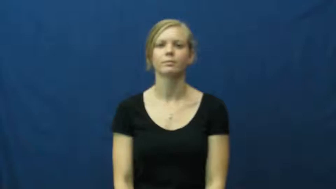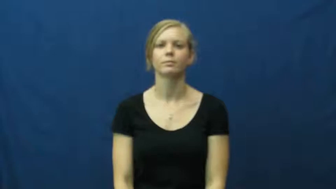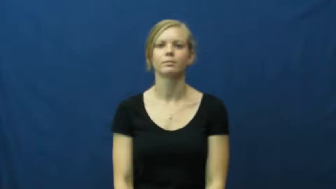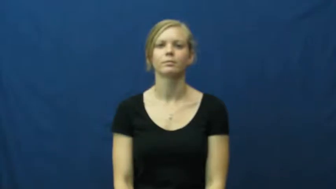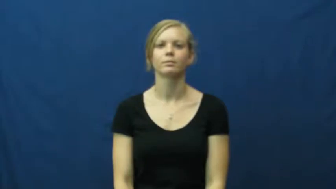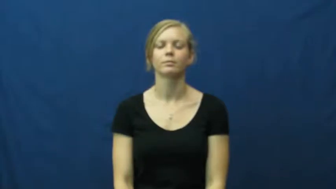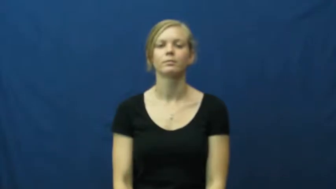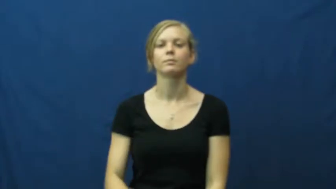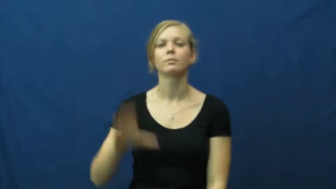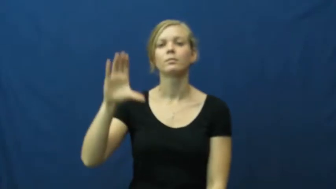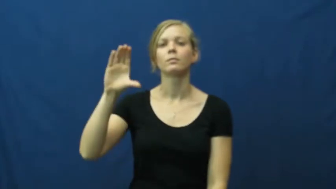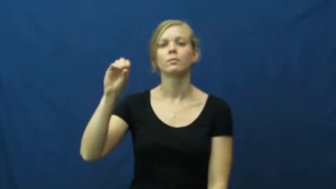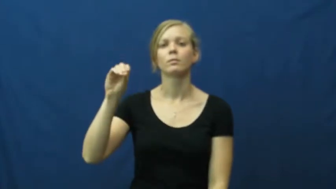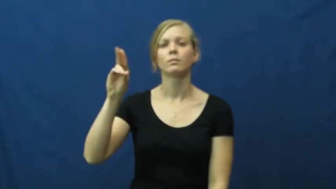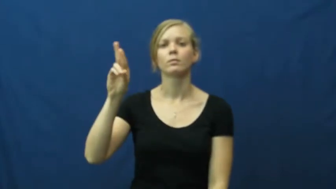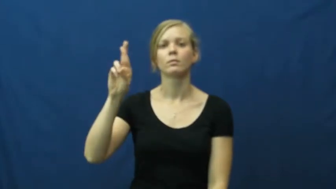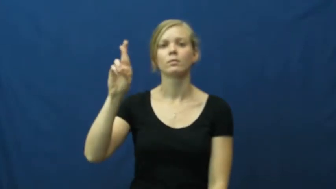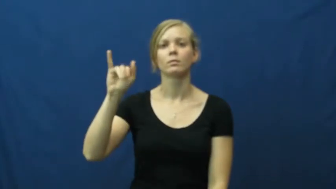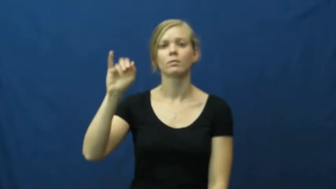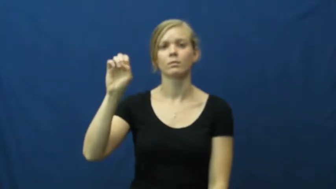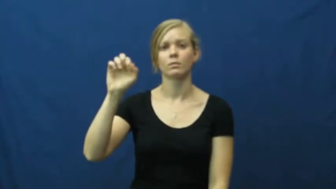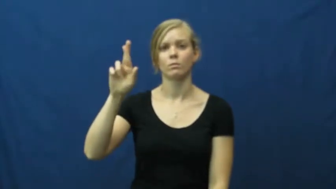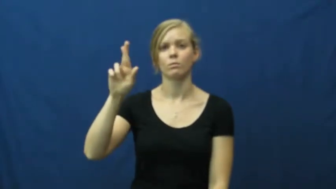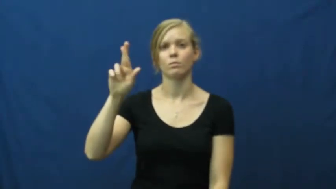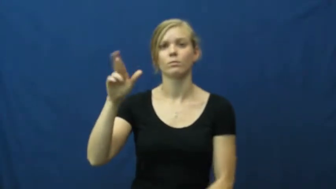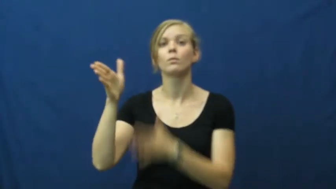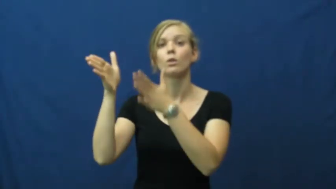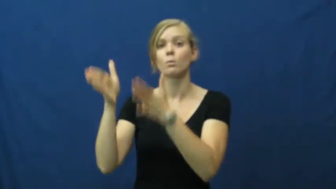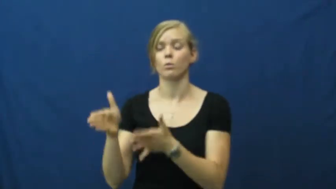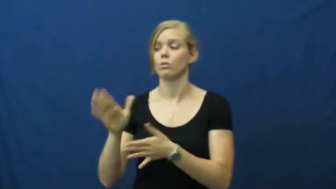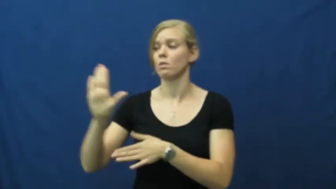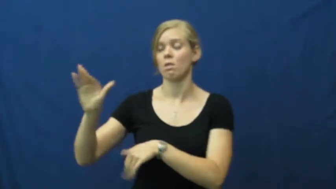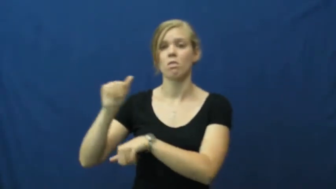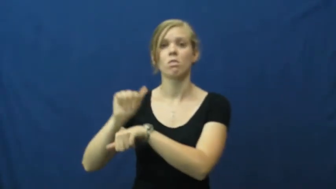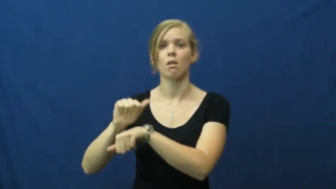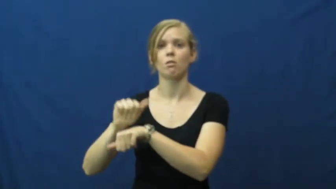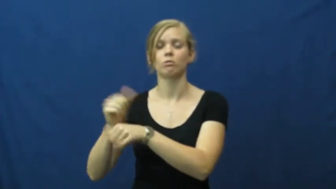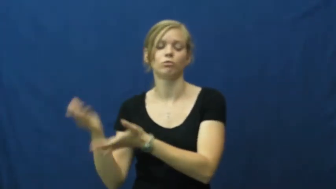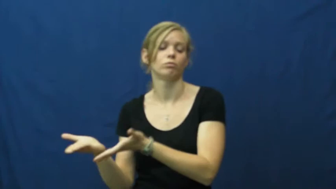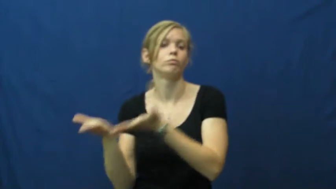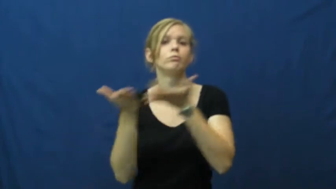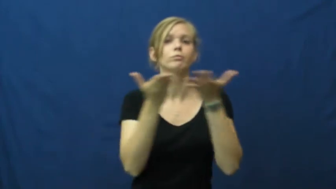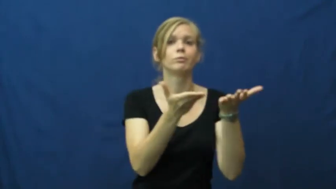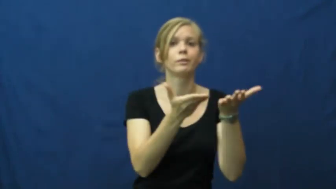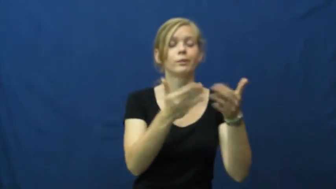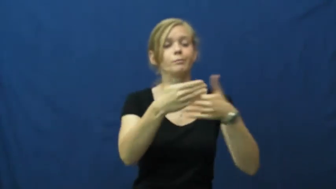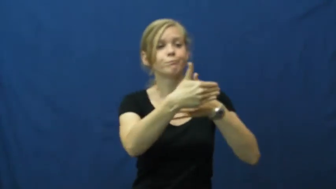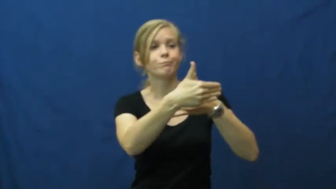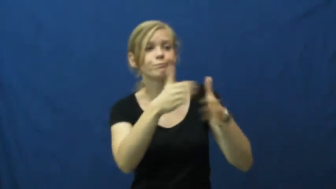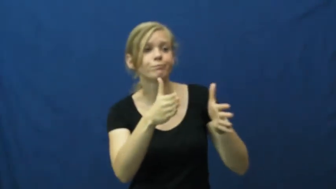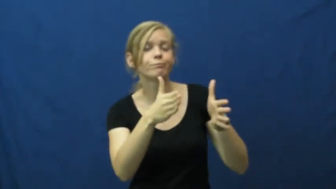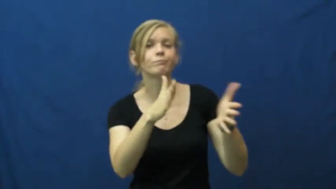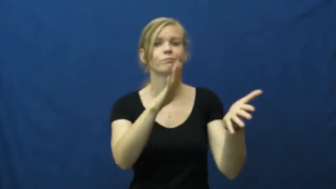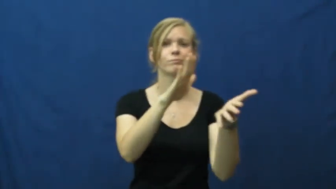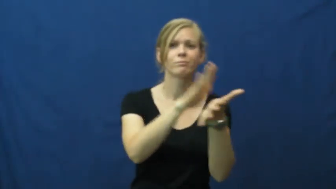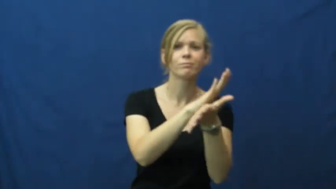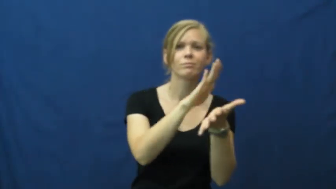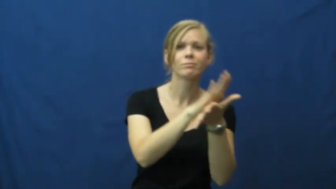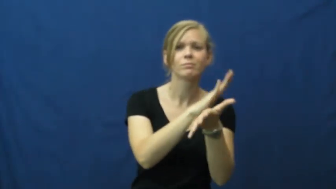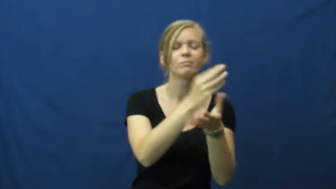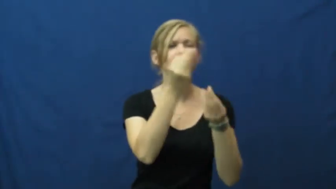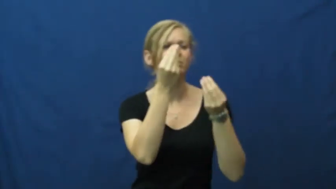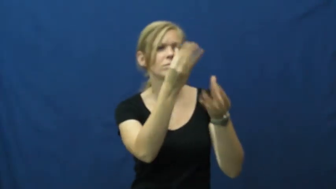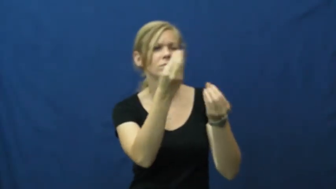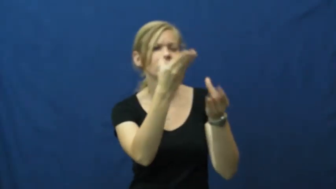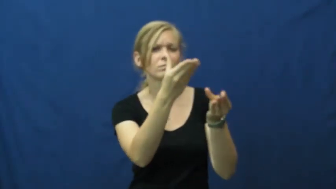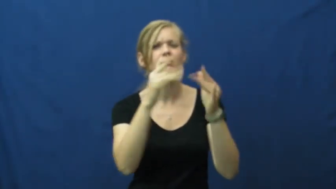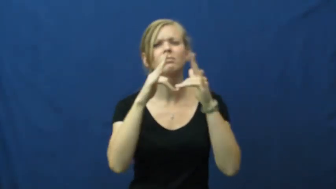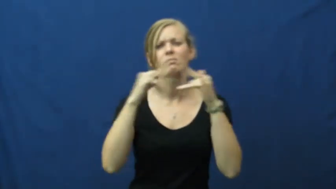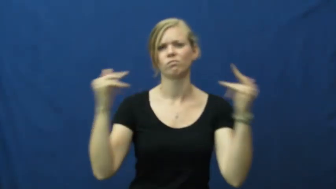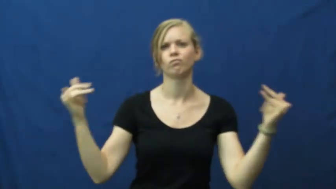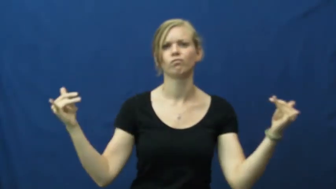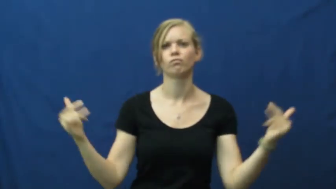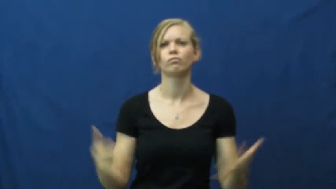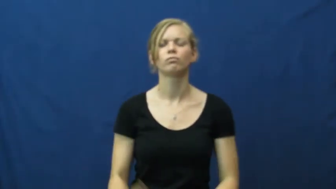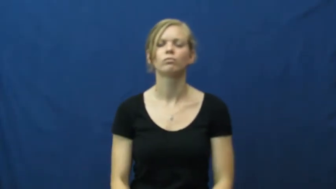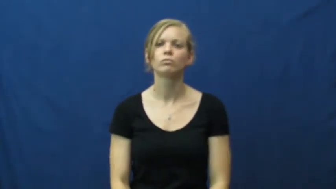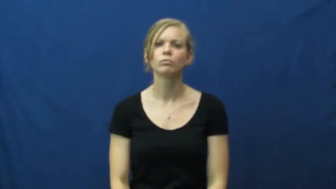courier